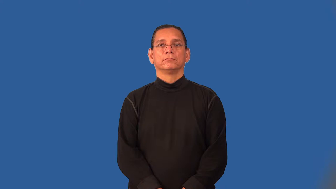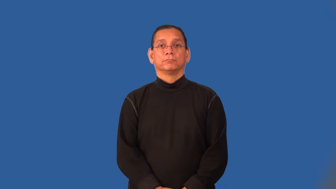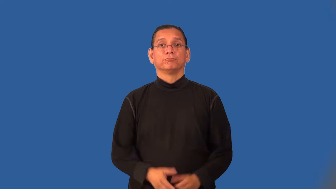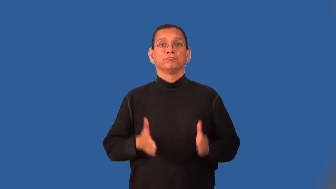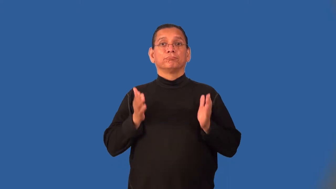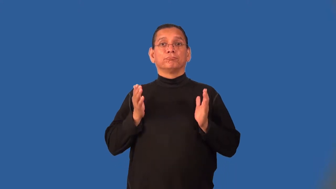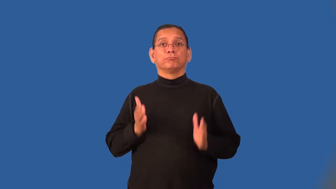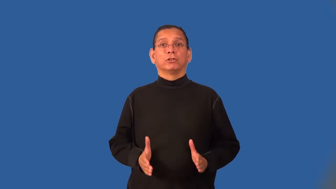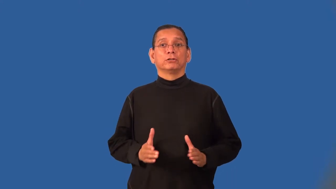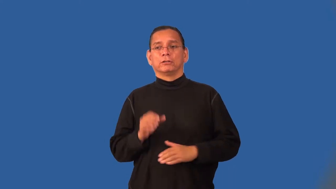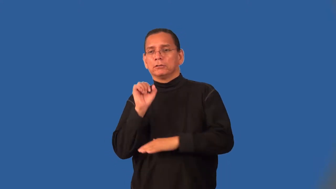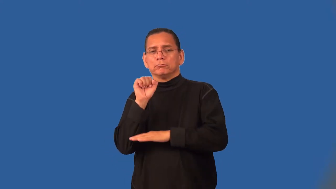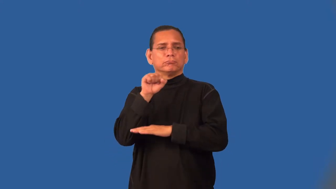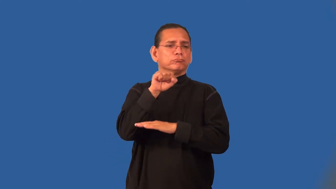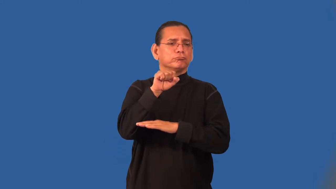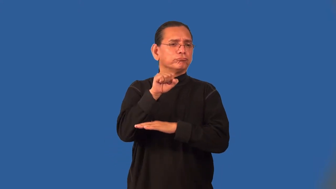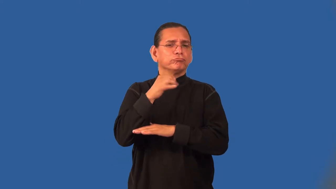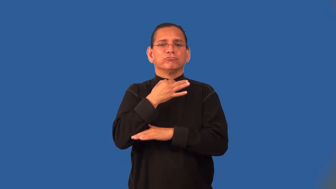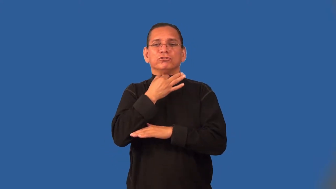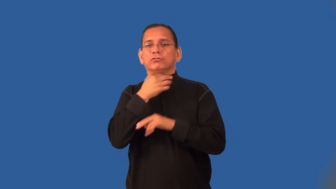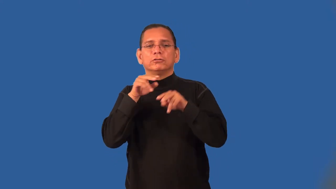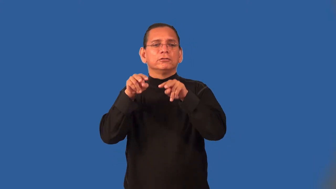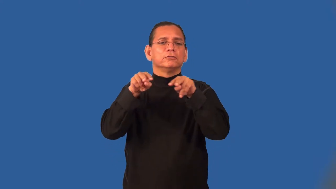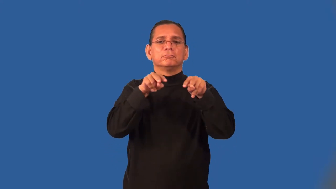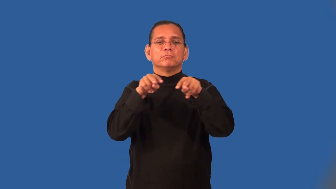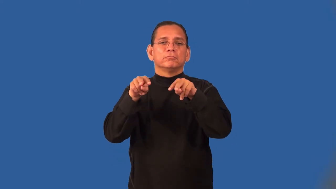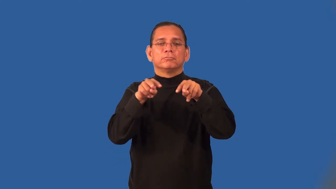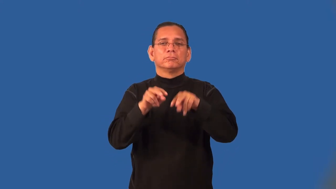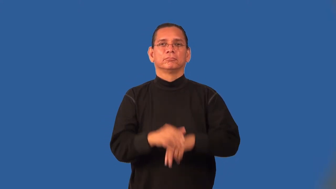rubbernecker